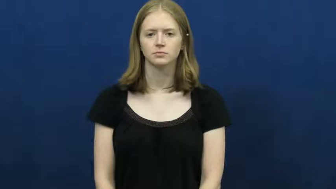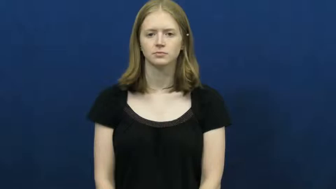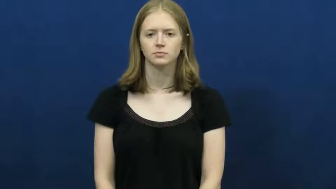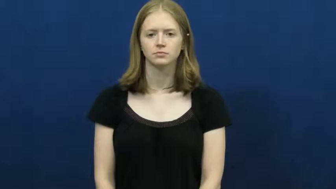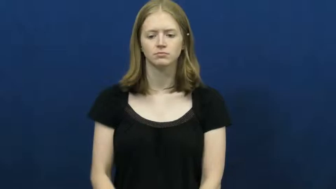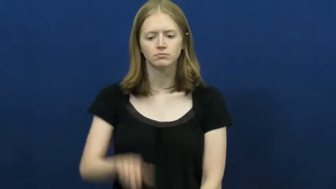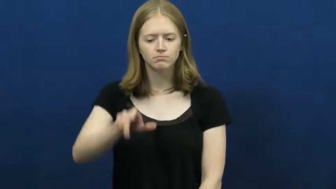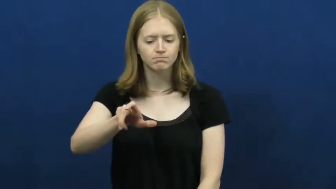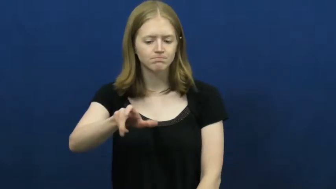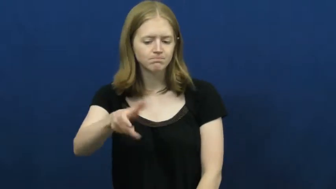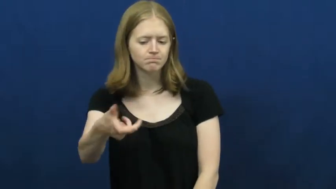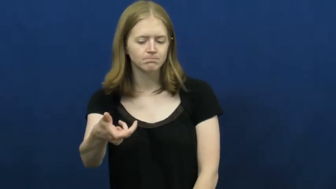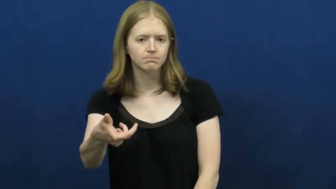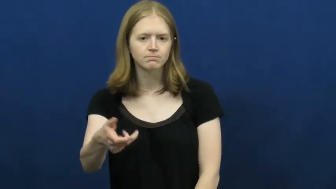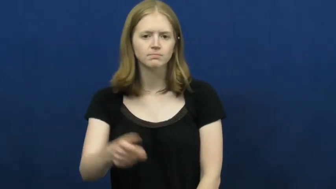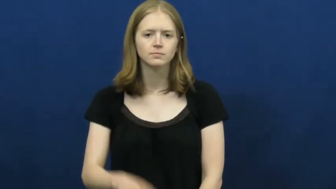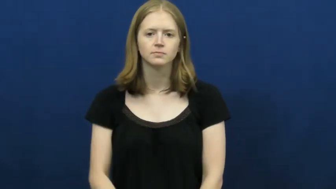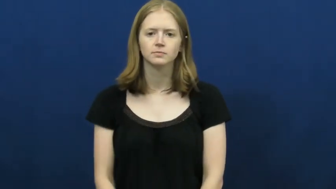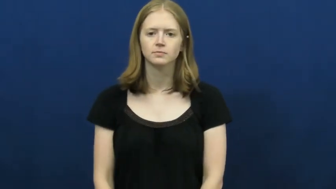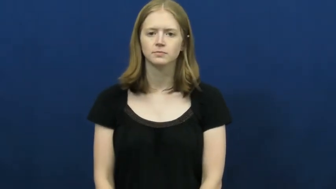turn,twiddle,open-knob